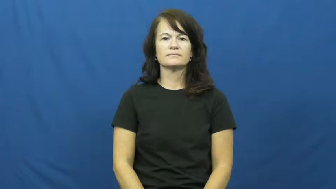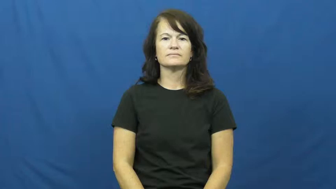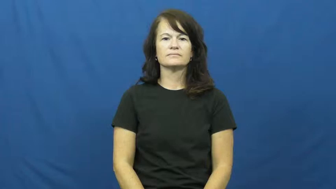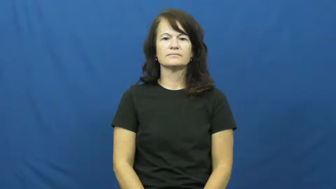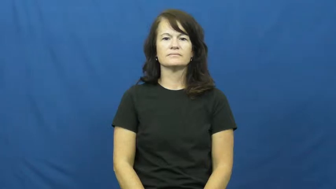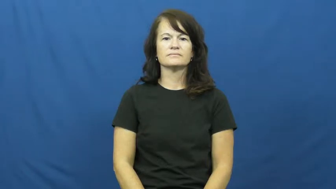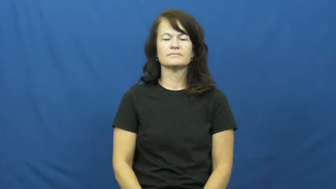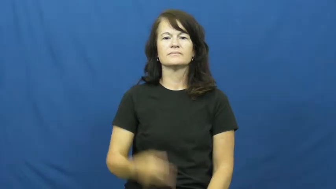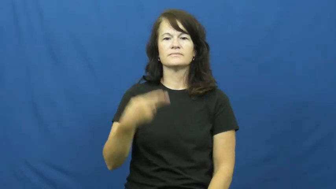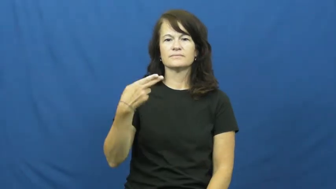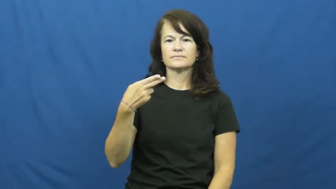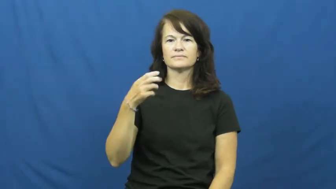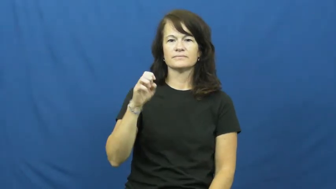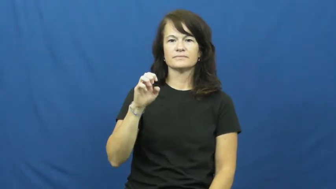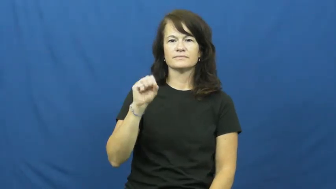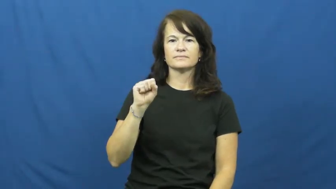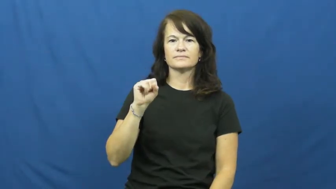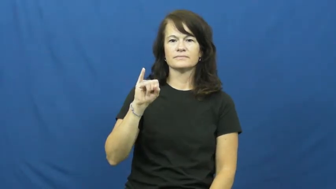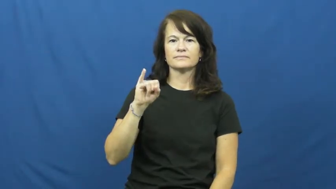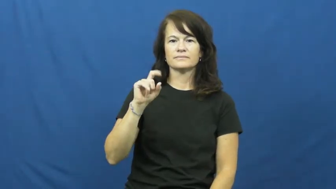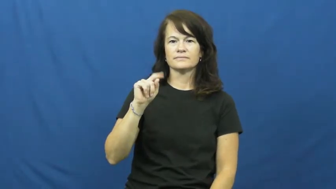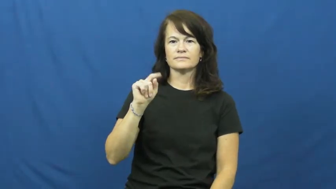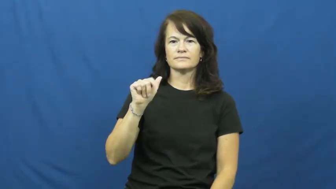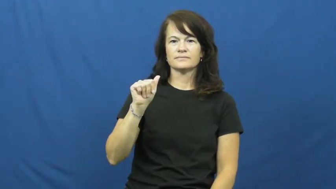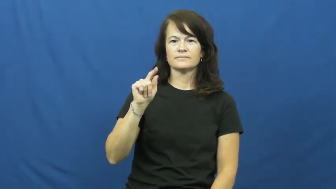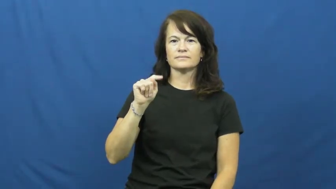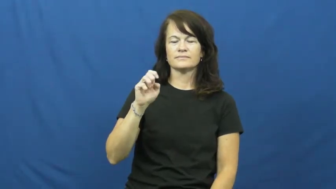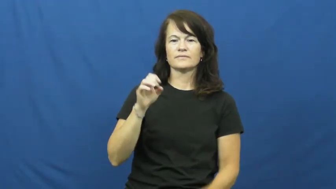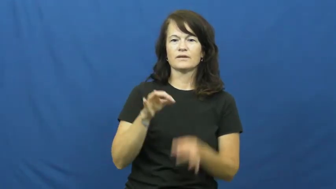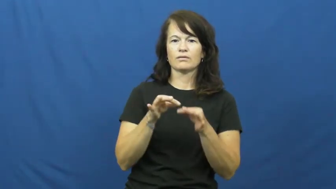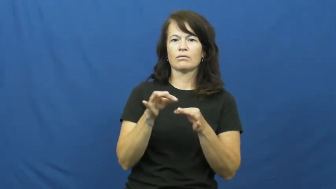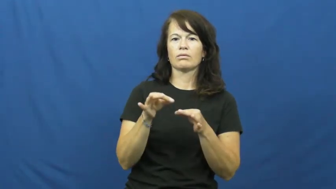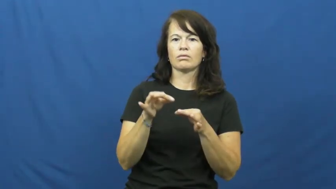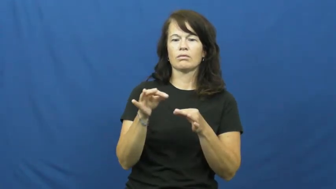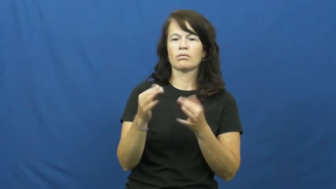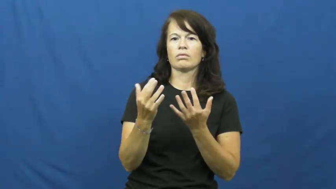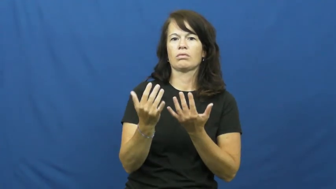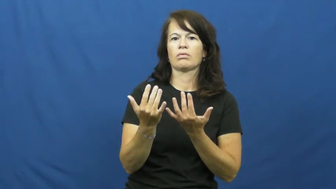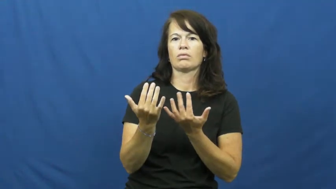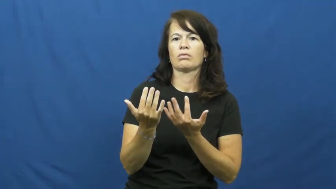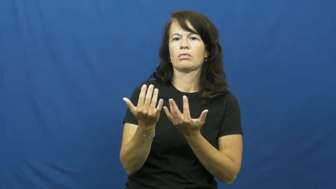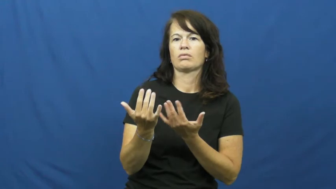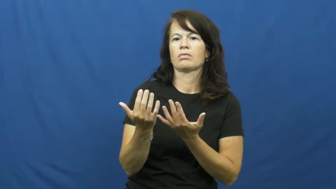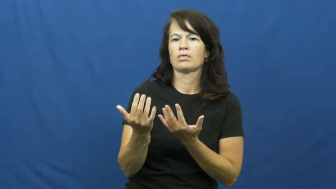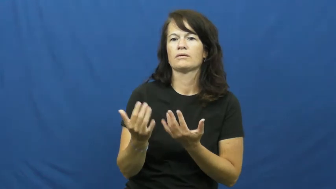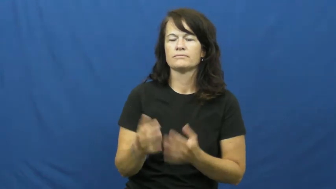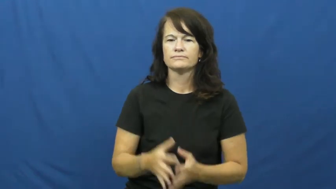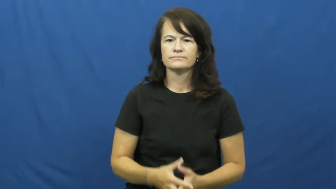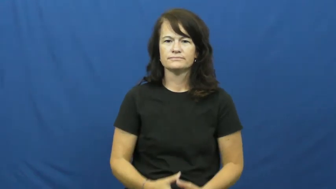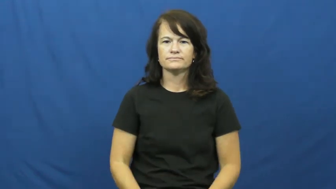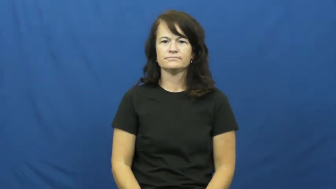hesitate